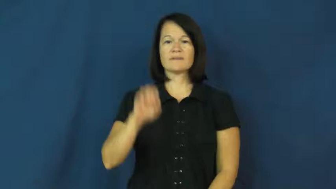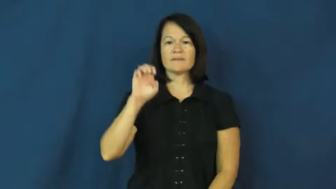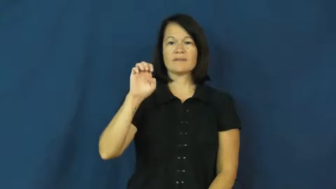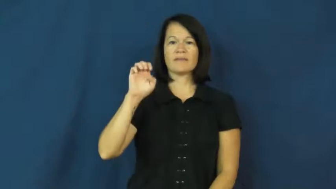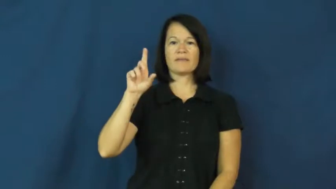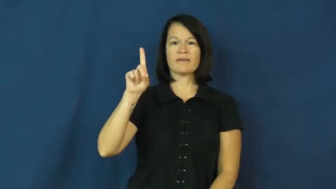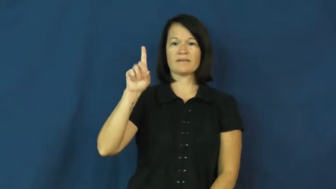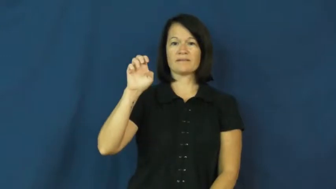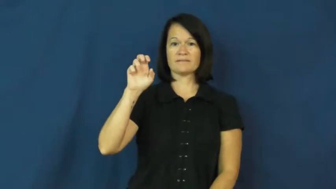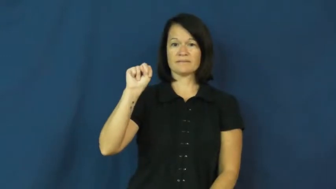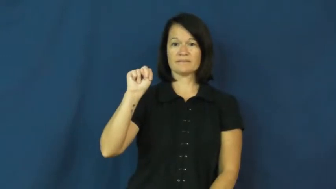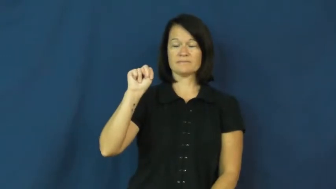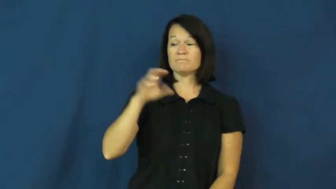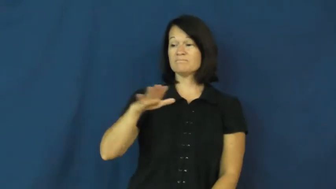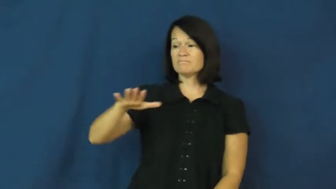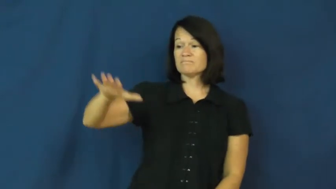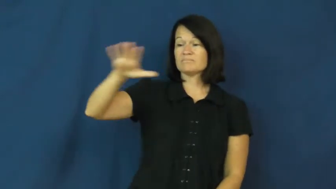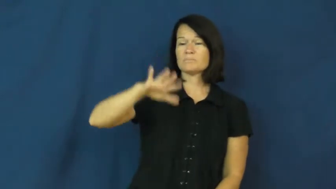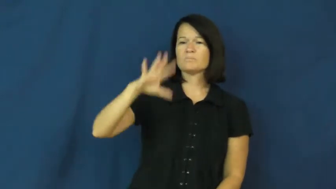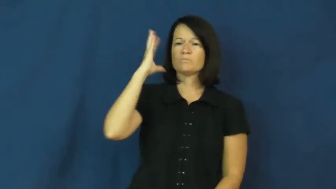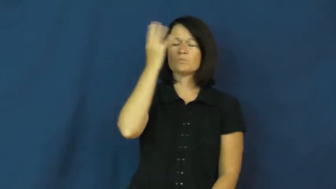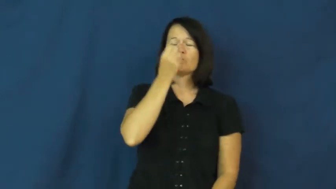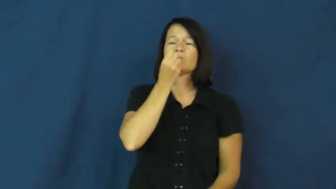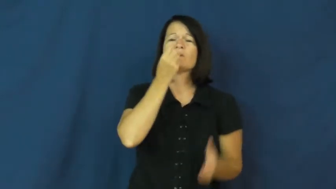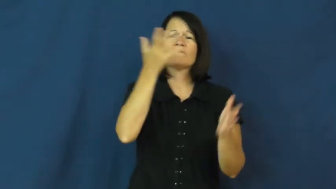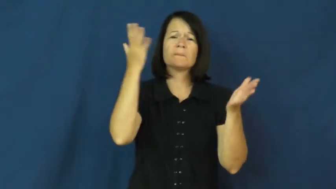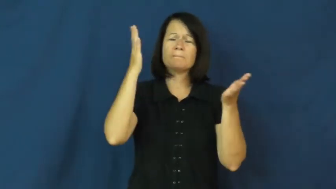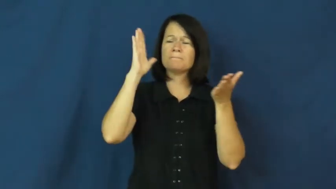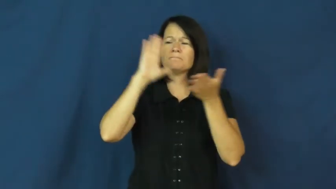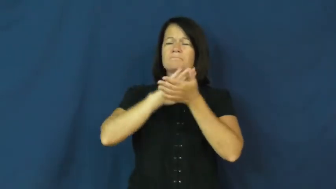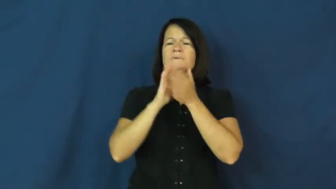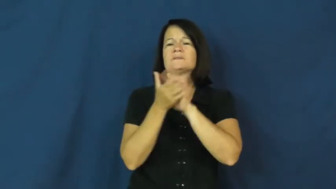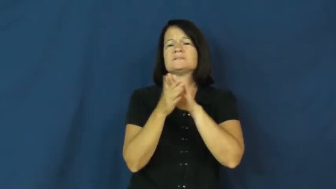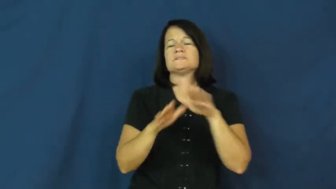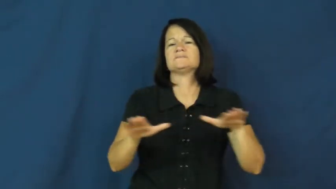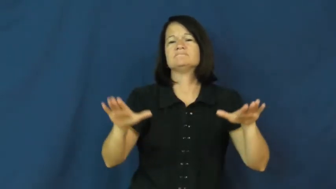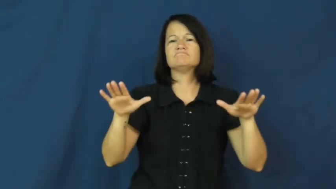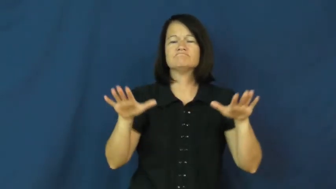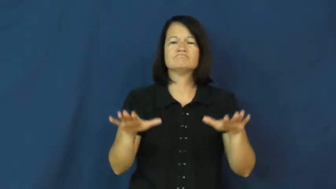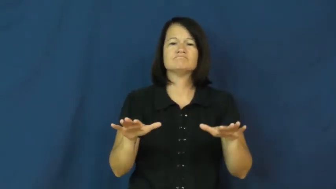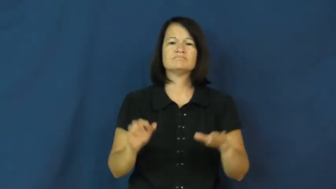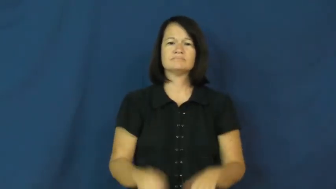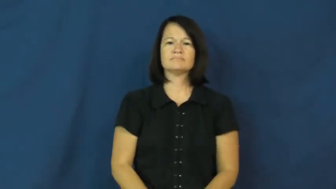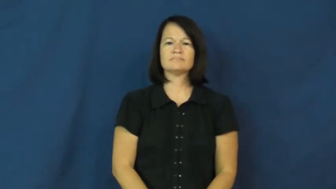eden